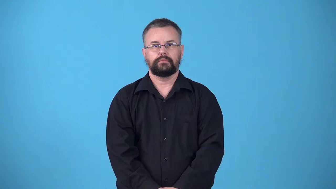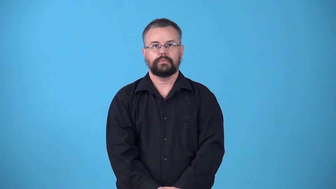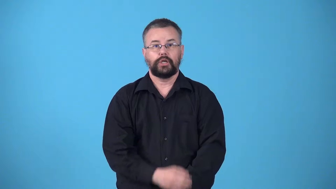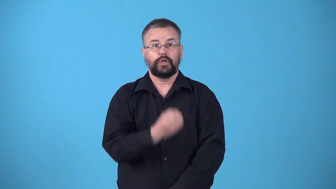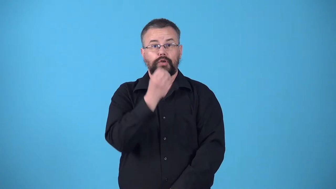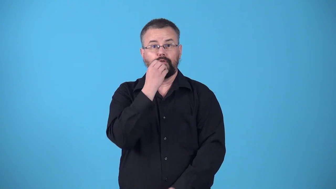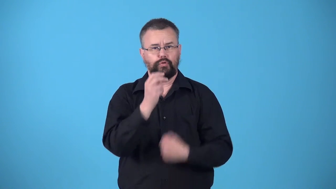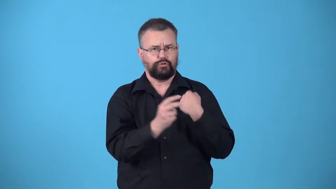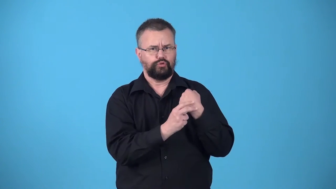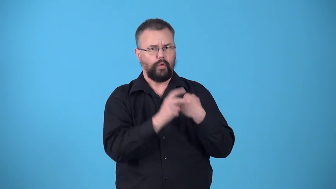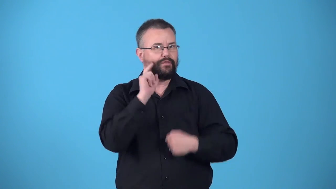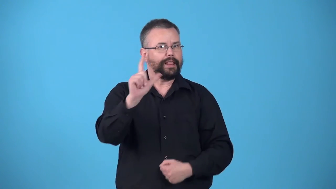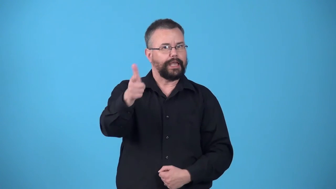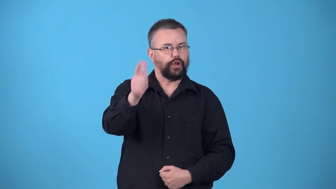victual-collect food for later